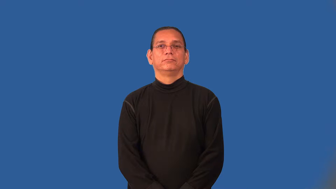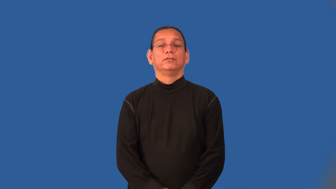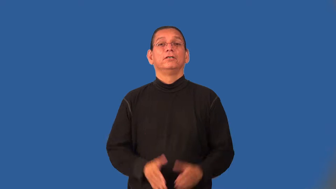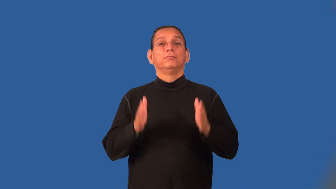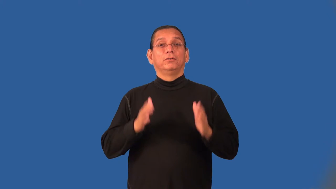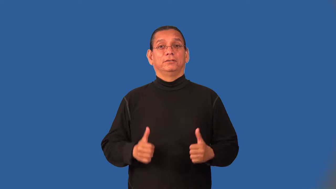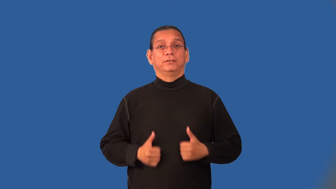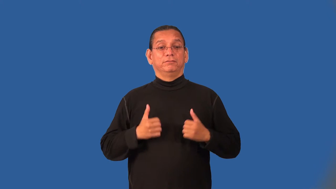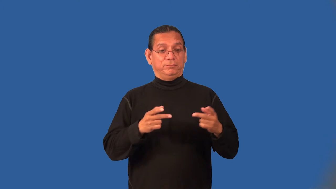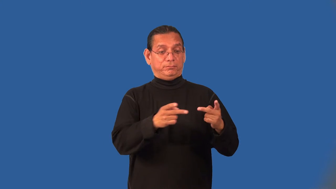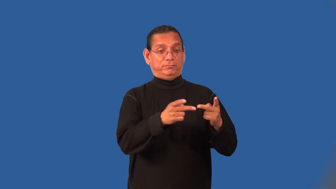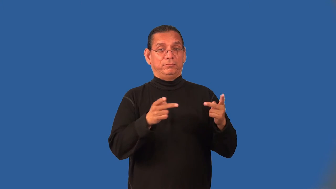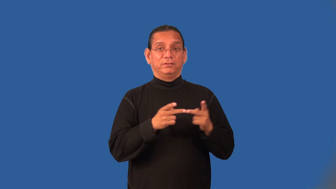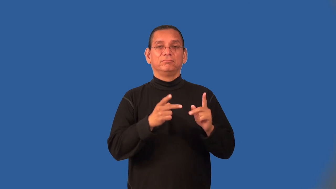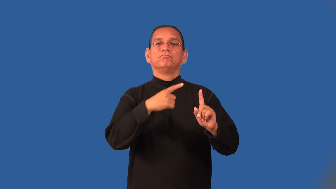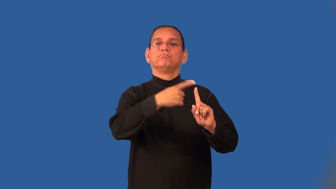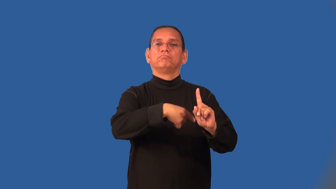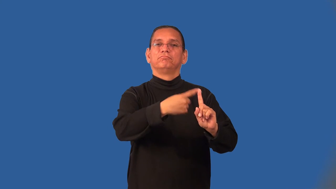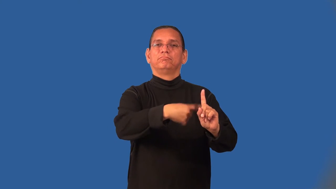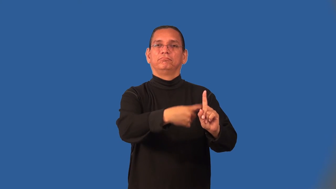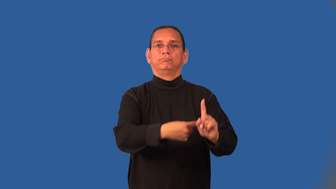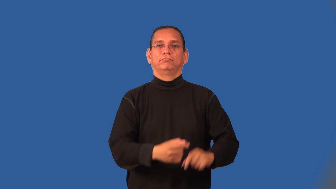lodger